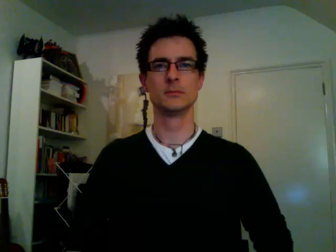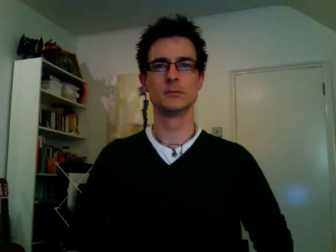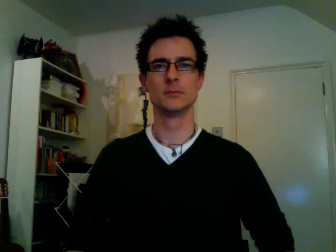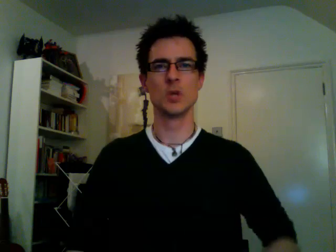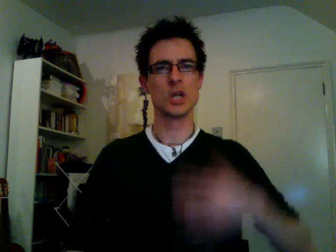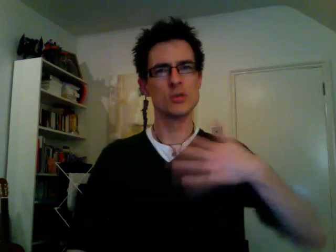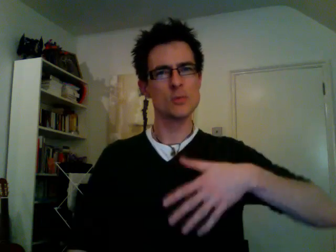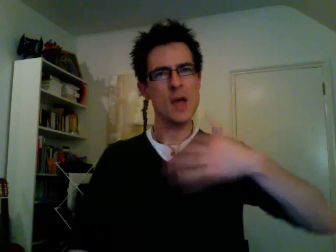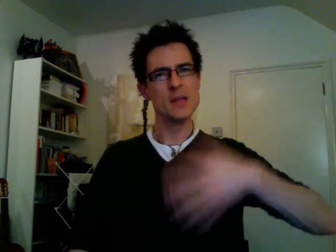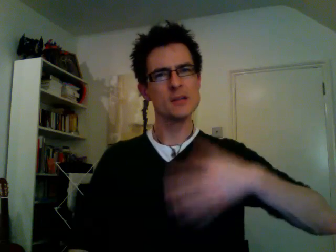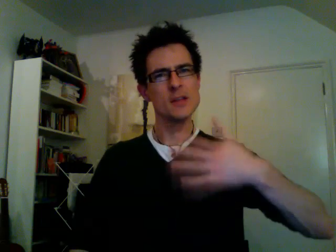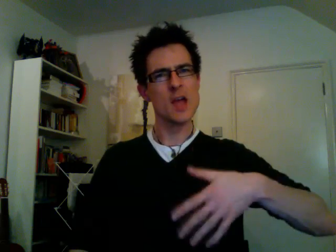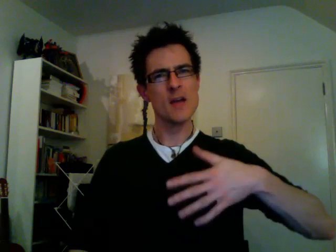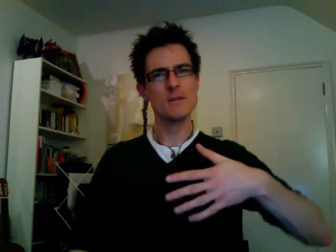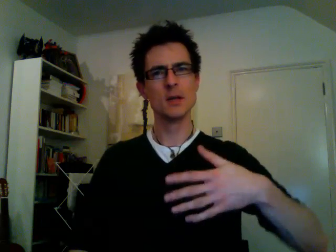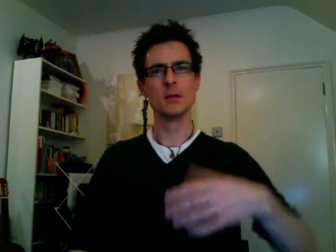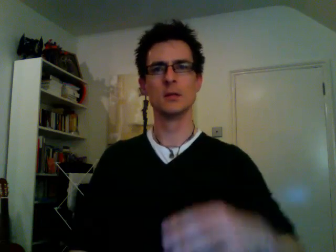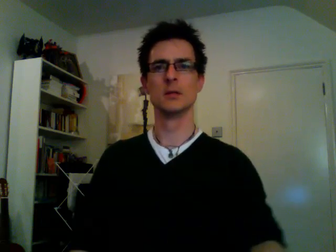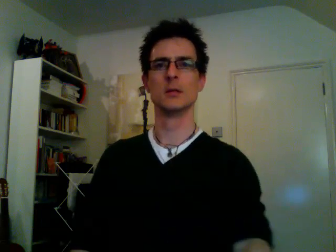expensive